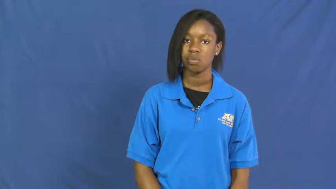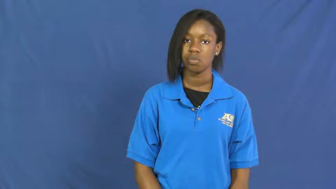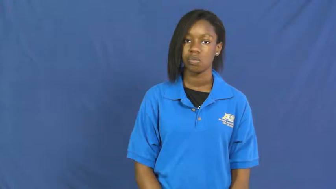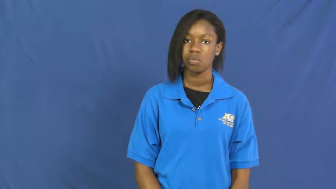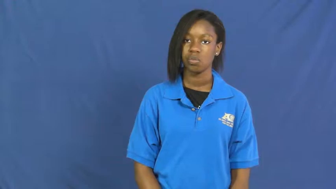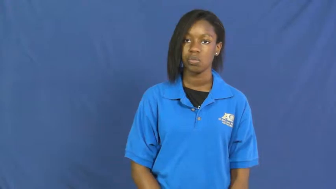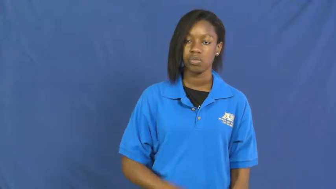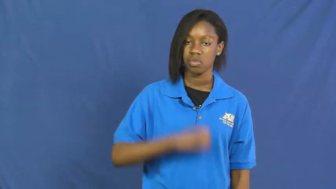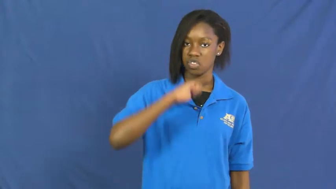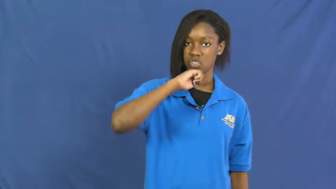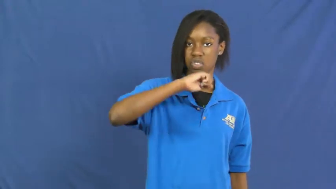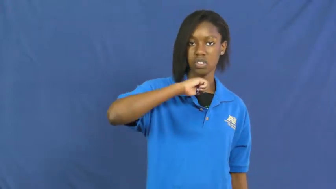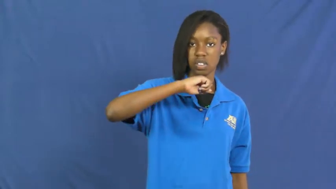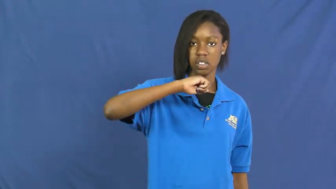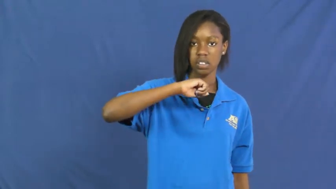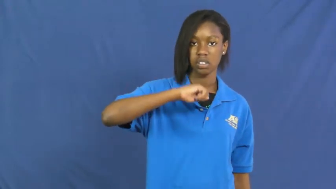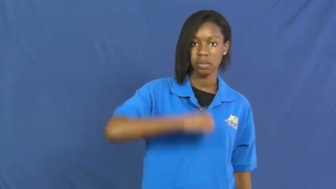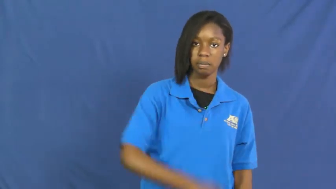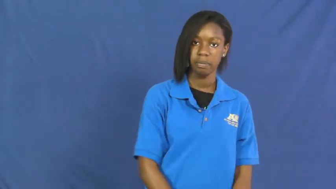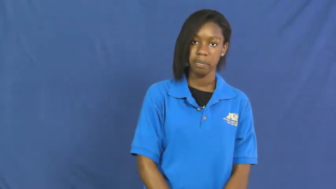shield,escutcheon-noun